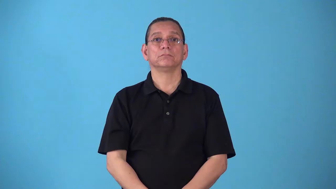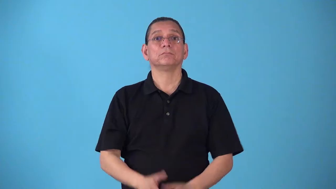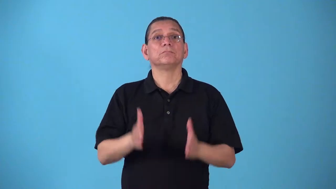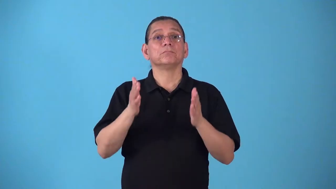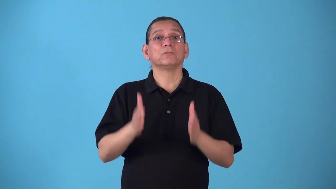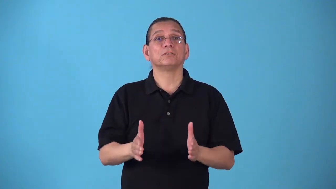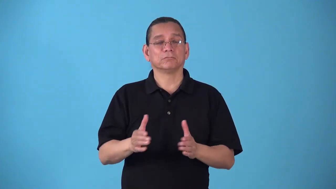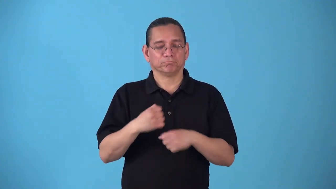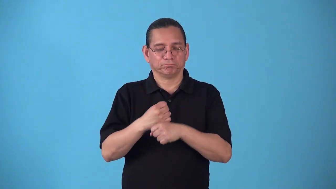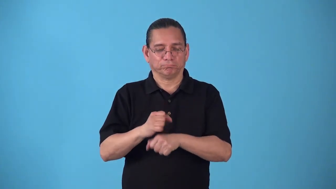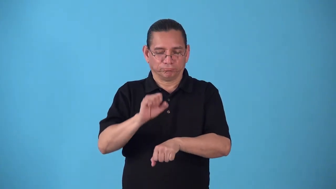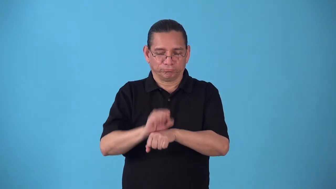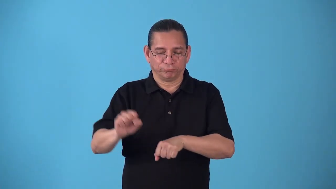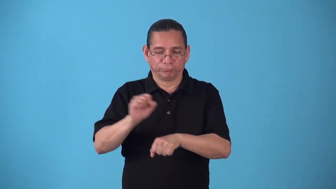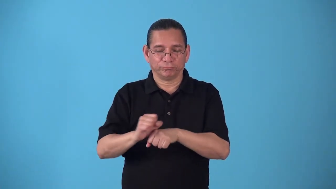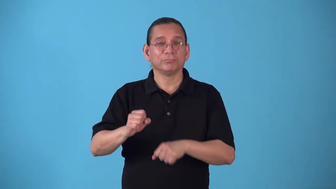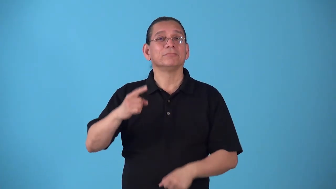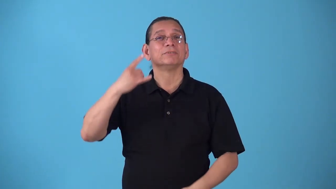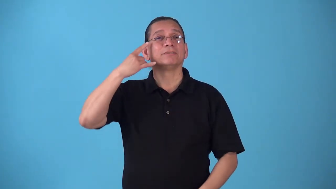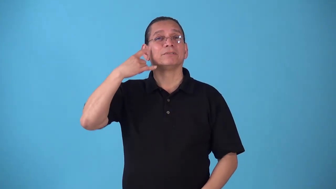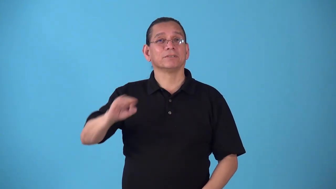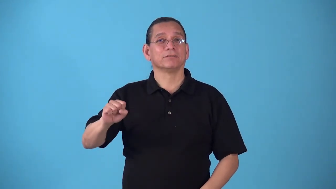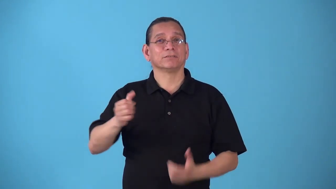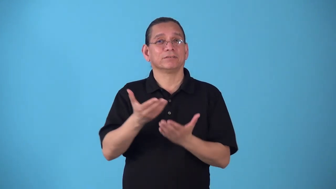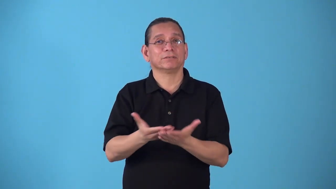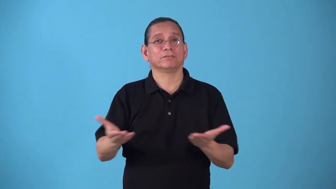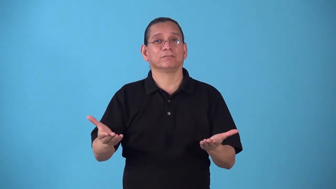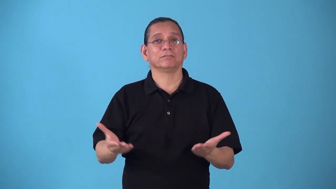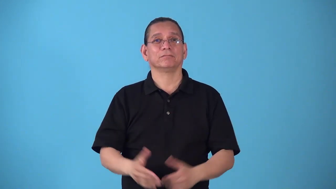silversmith